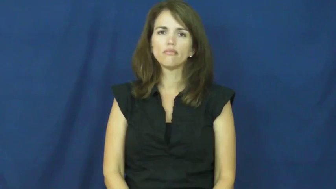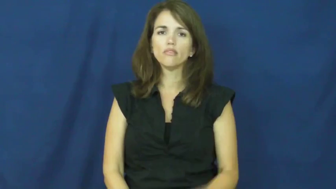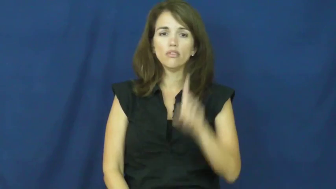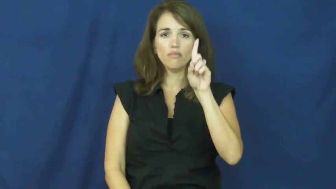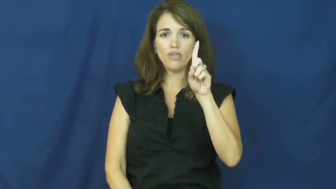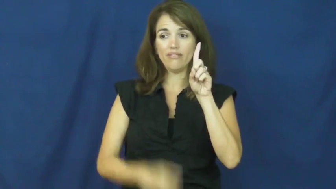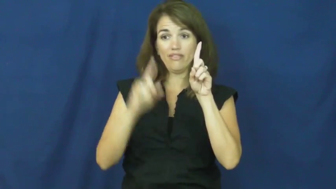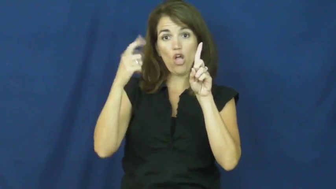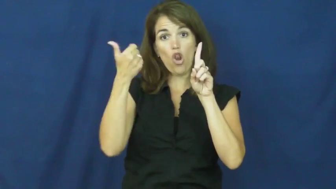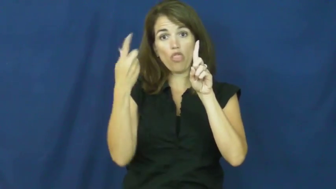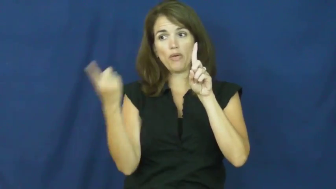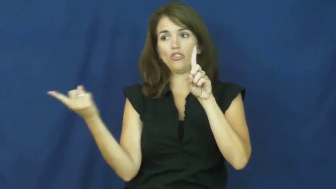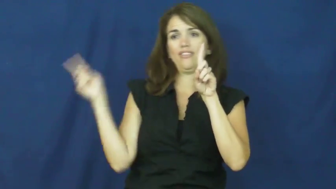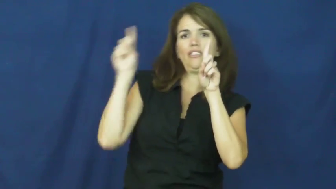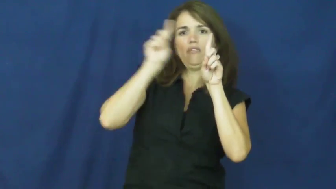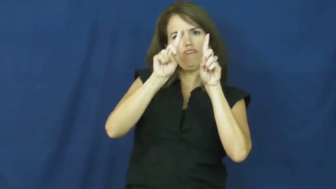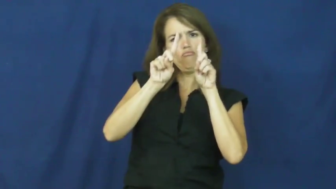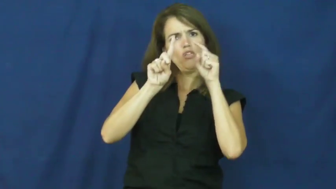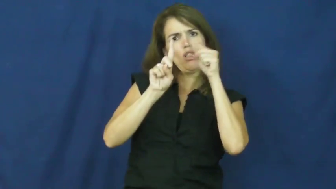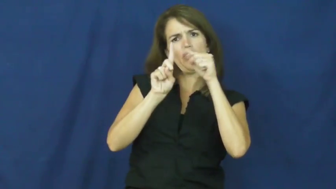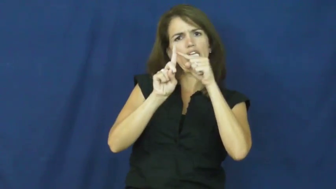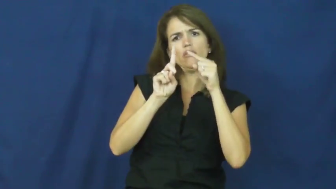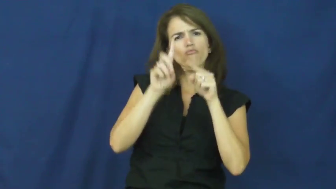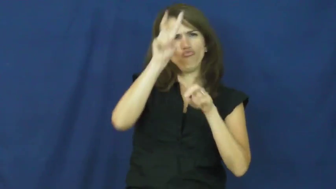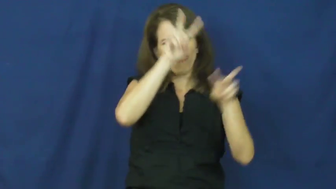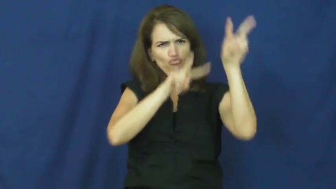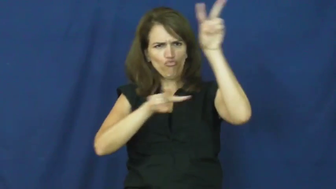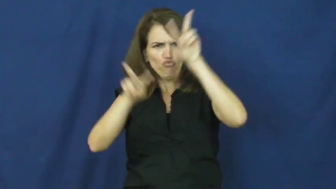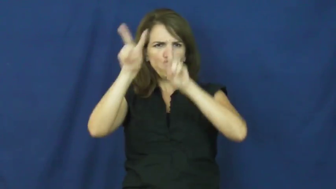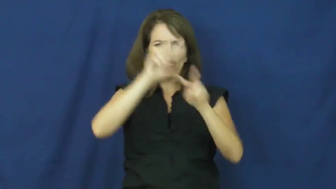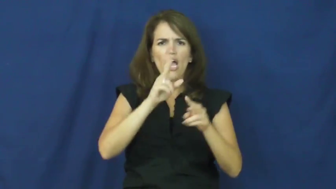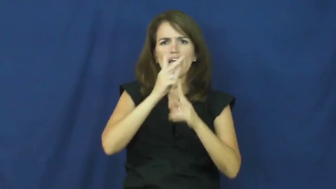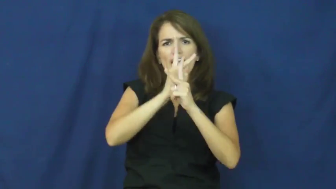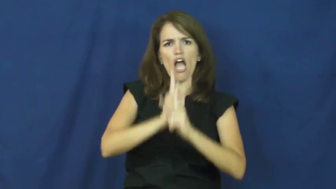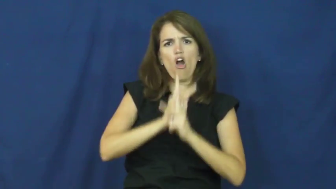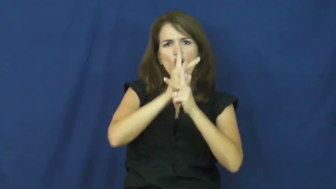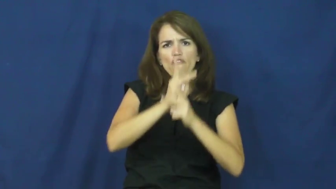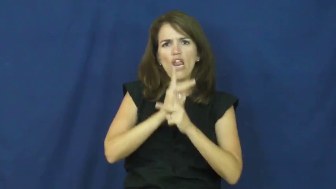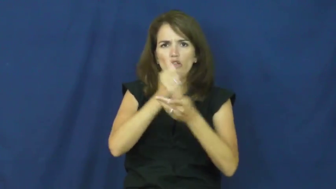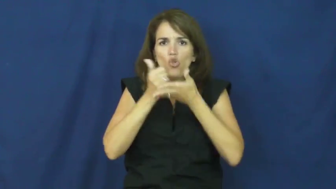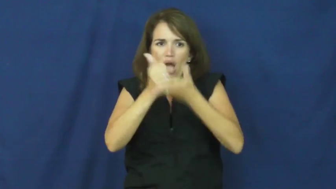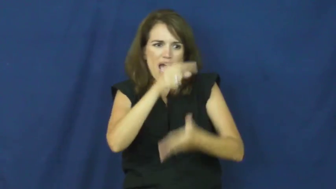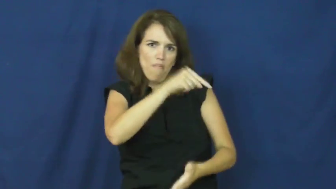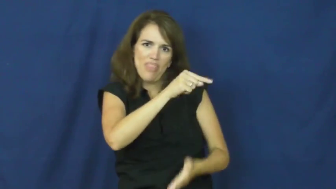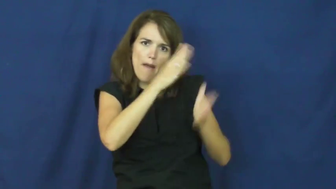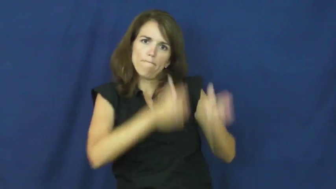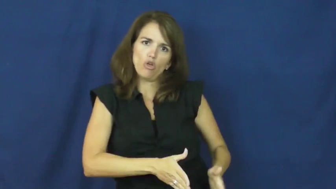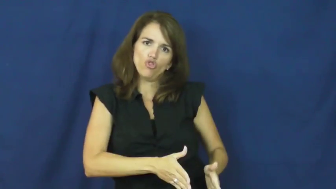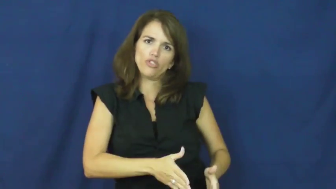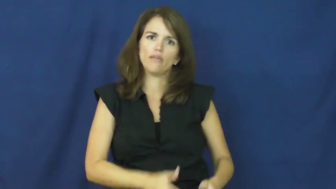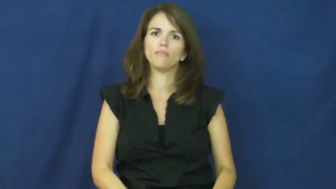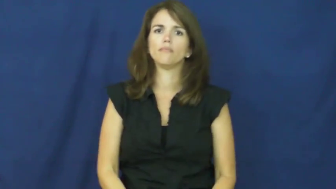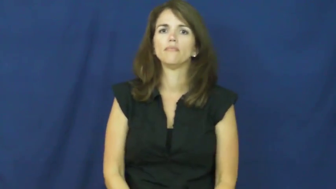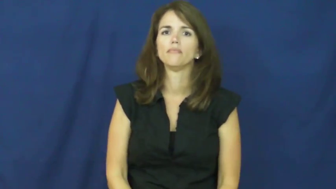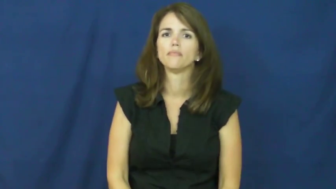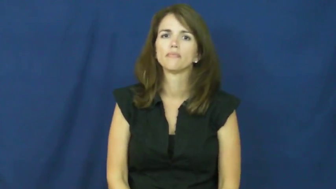"a fresh pair of eyes"